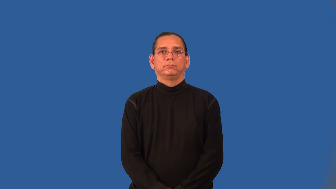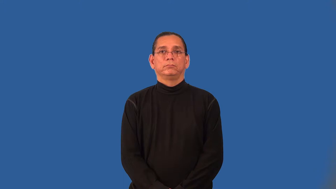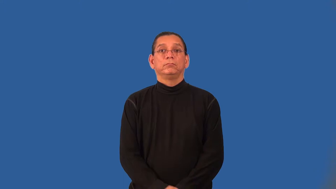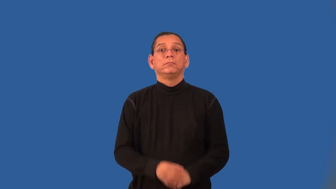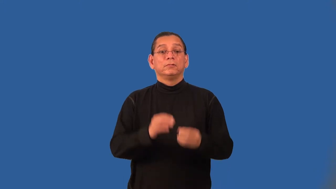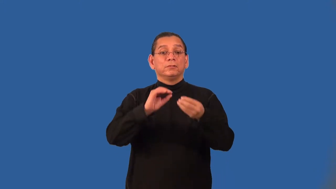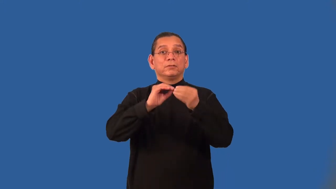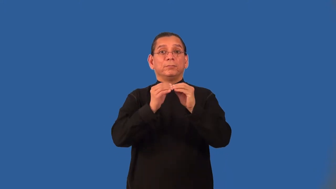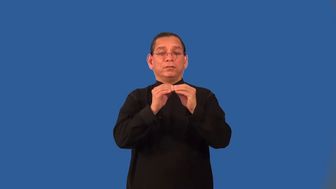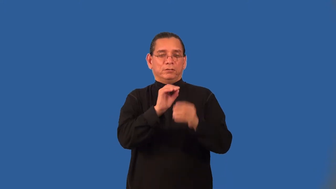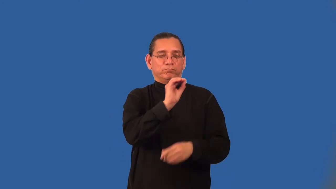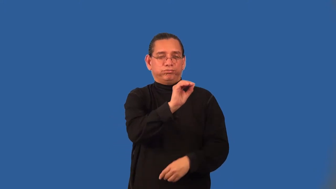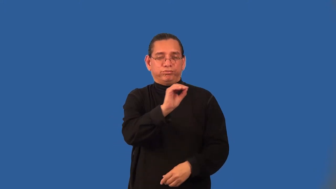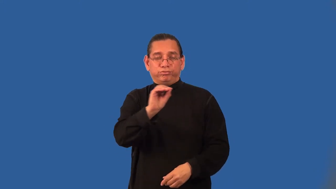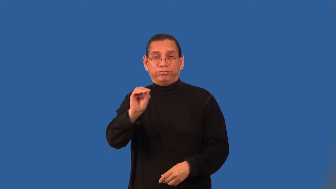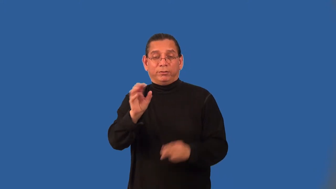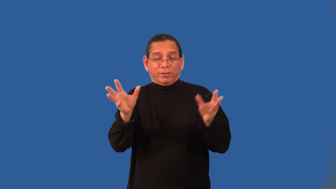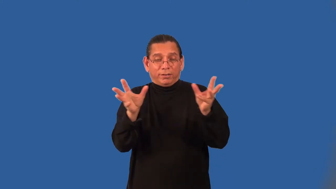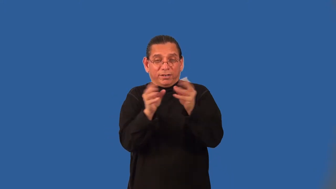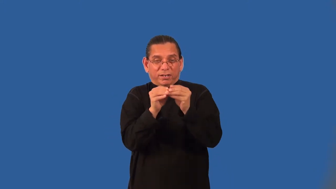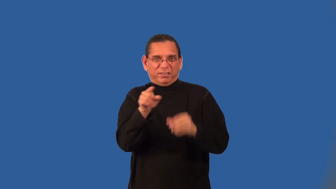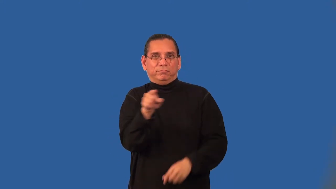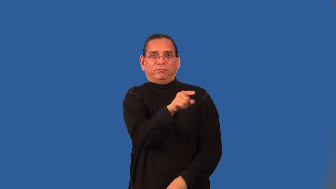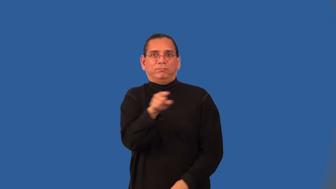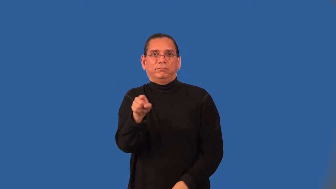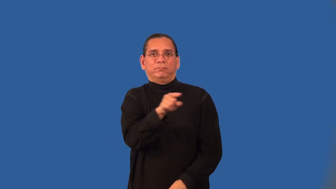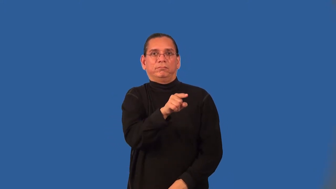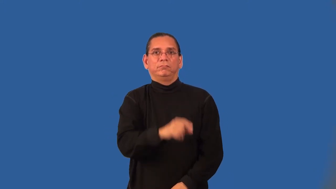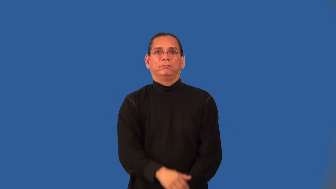addend